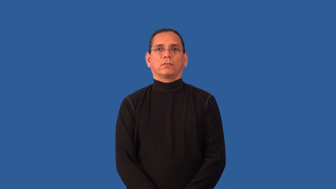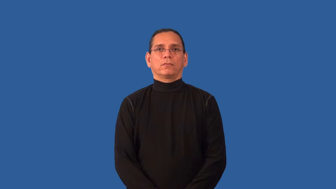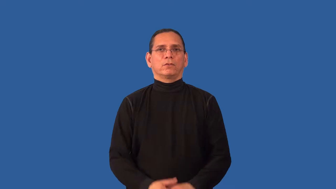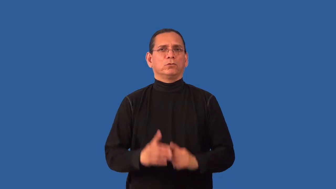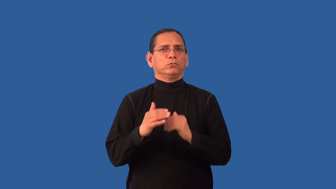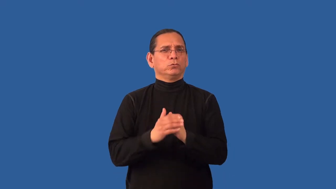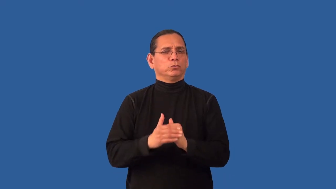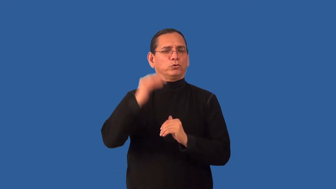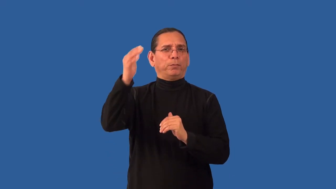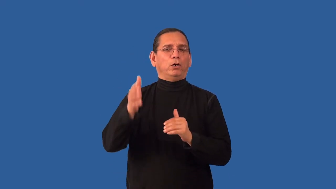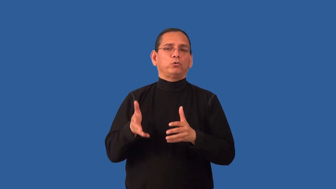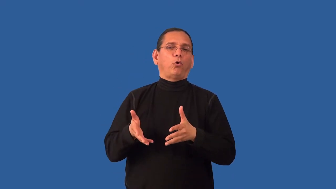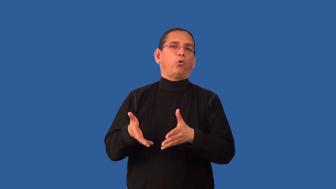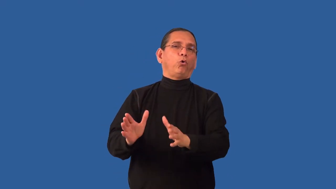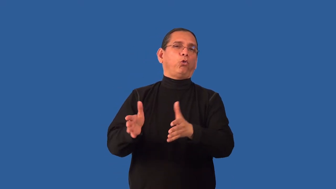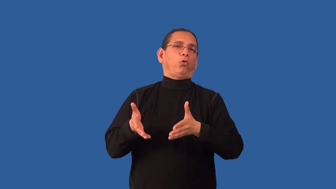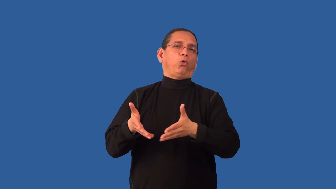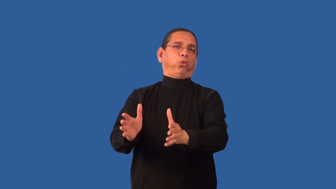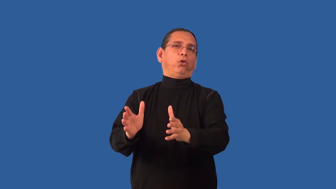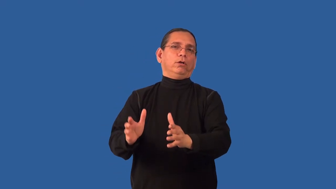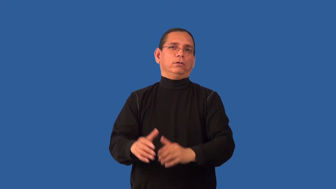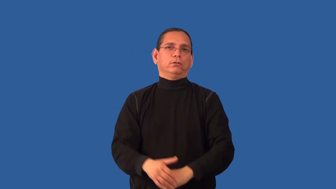overindulge-pleasure